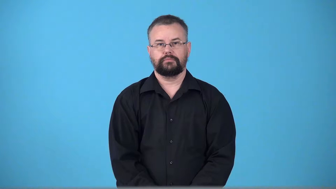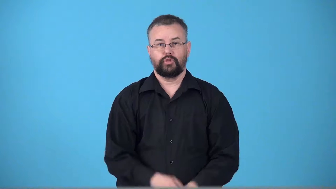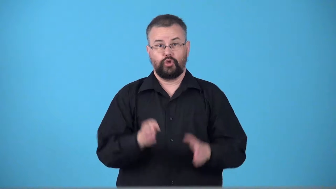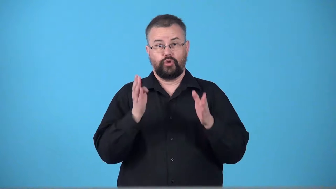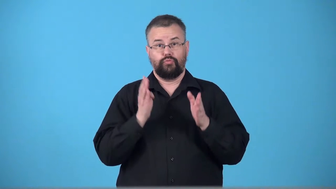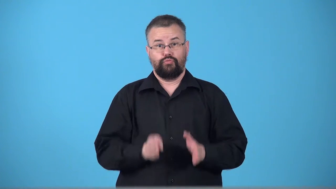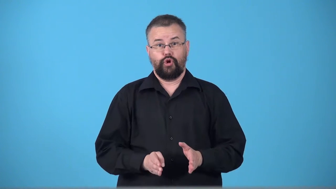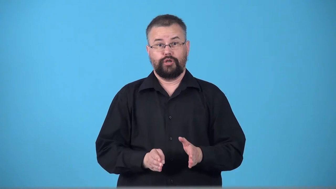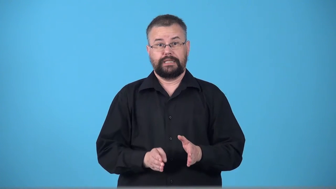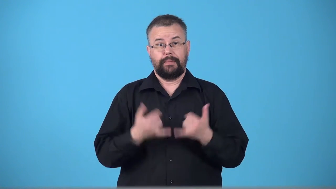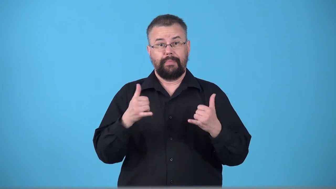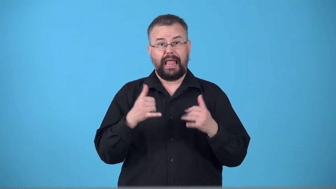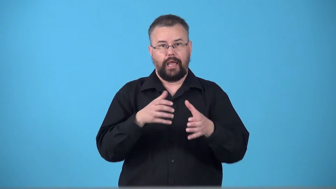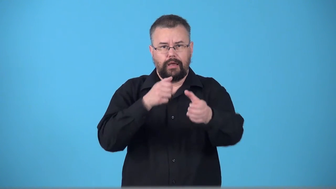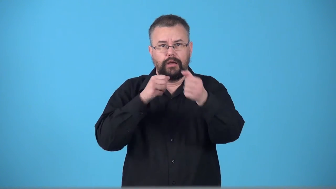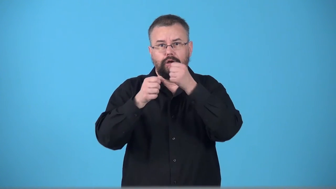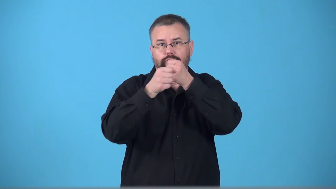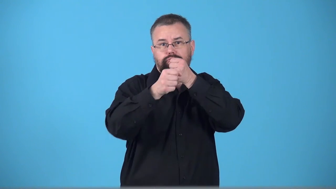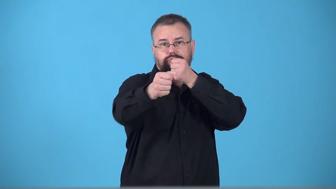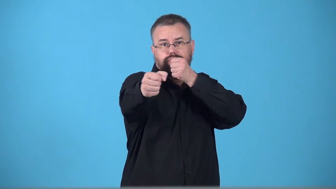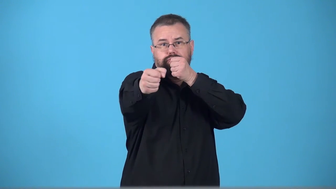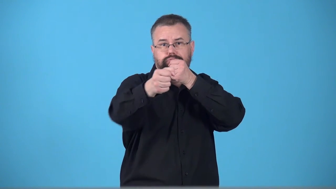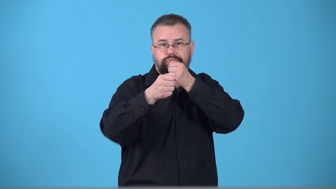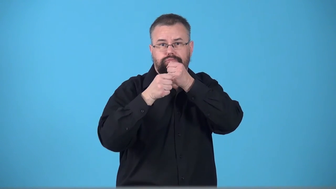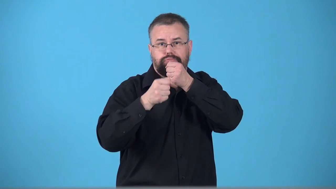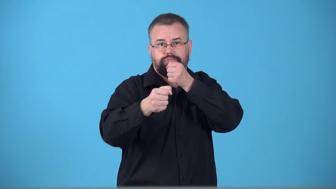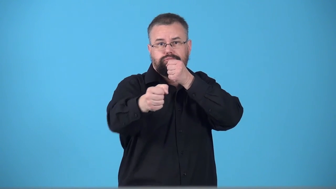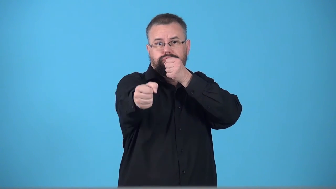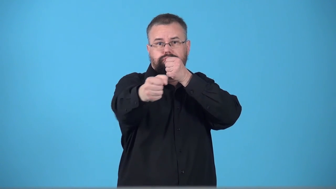trombonist